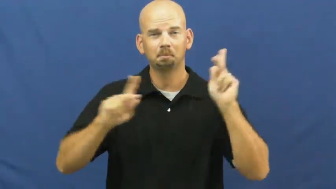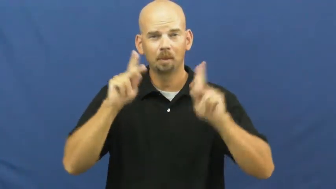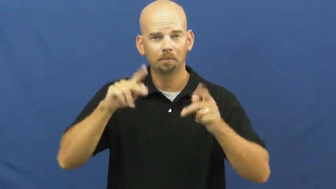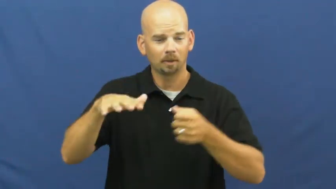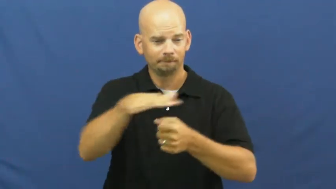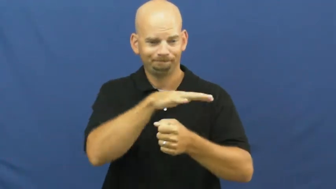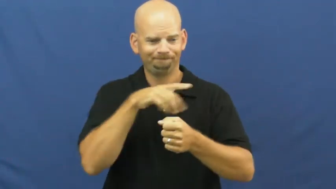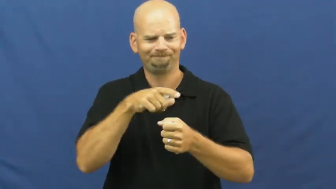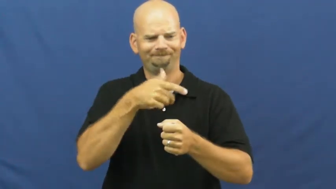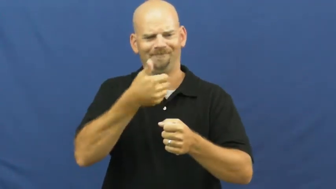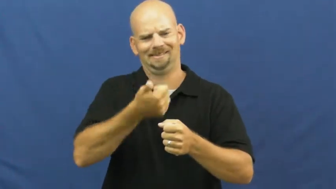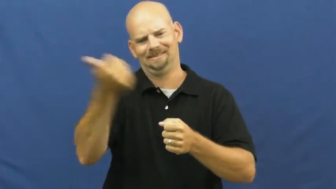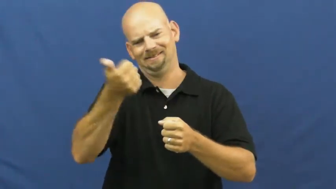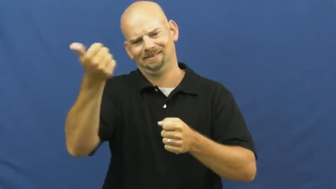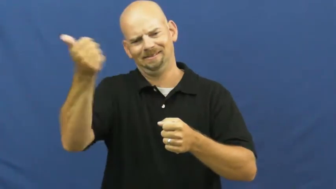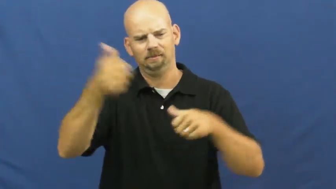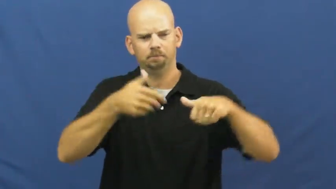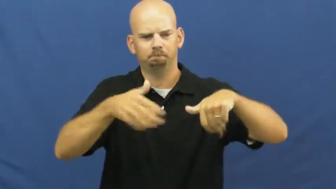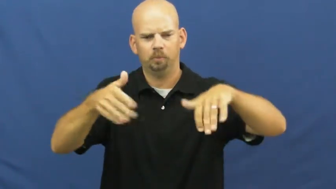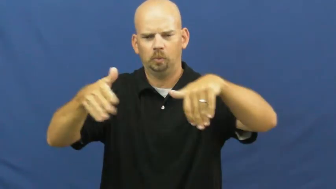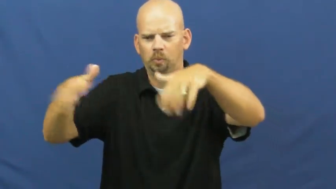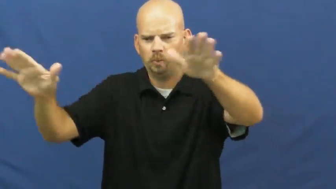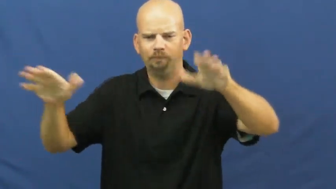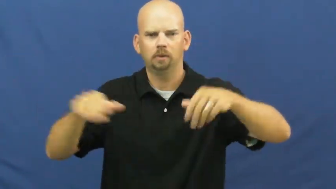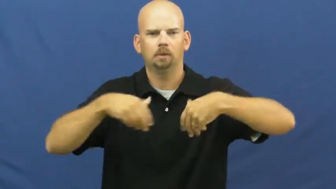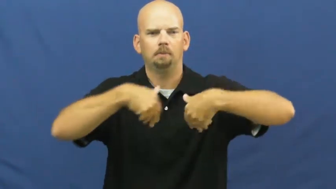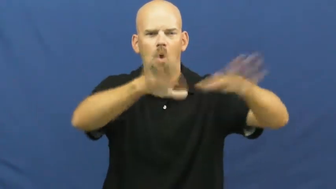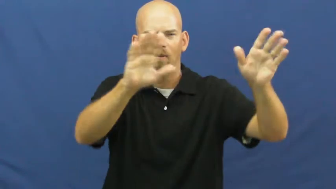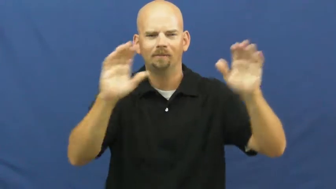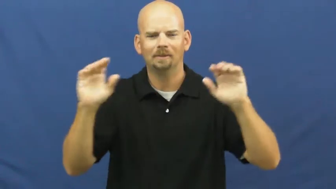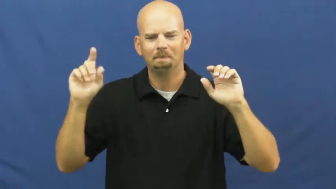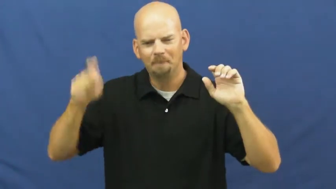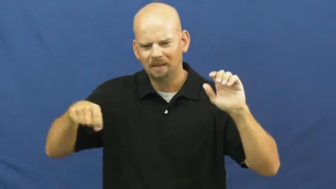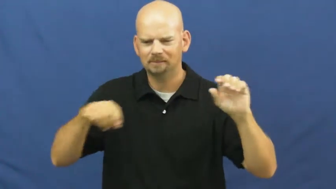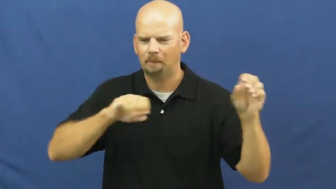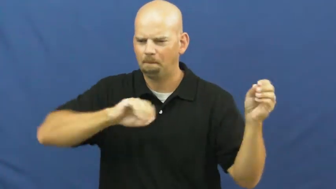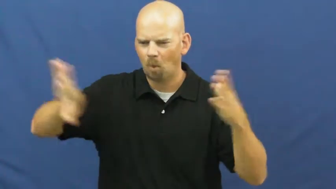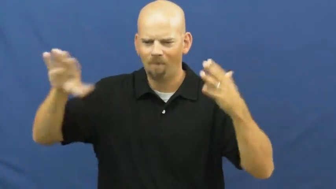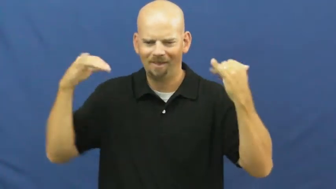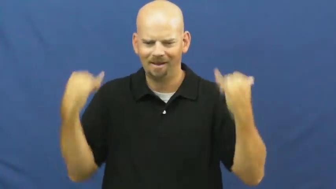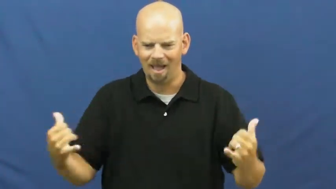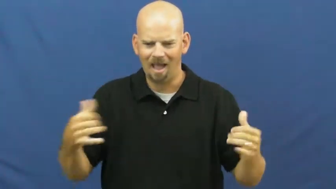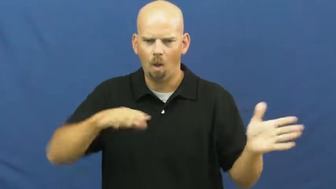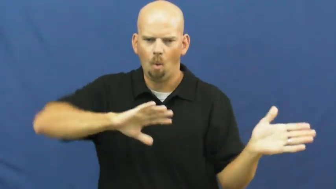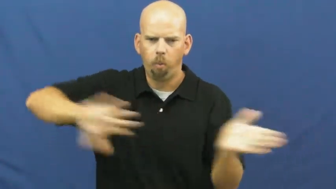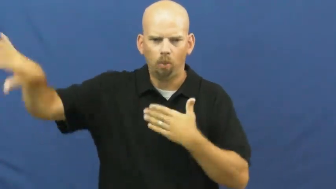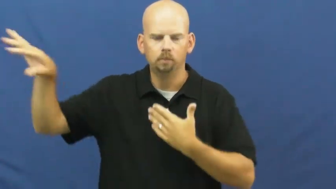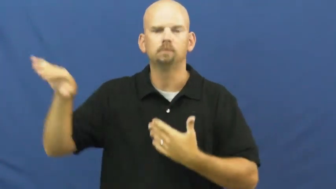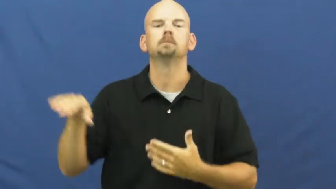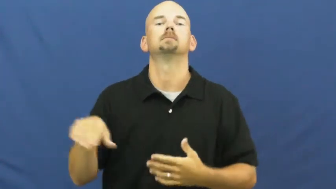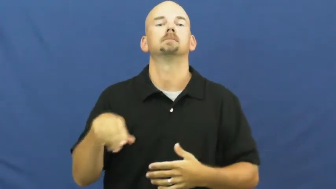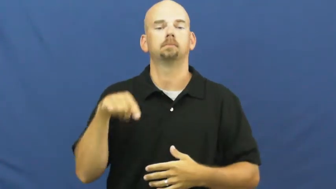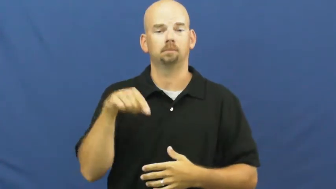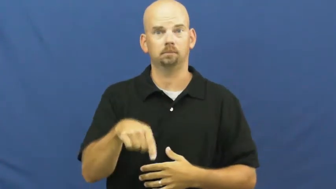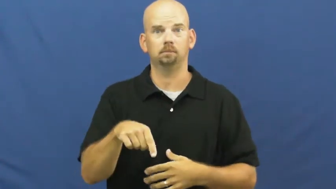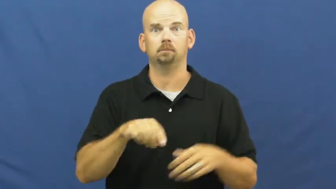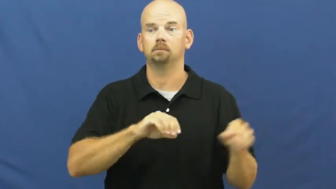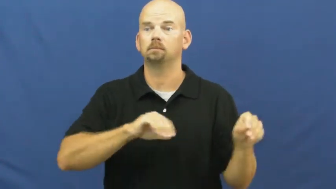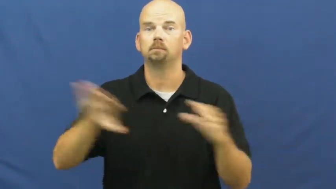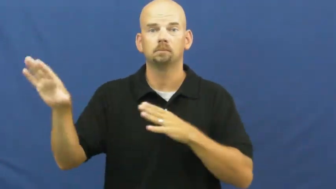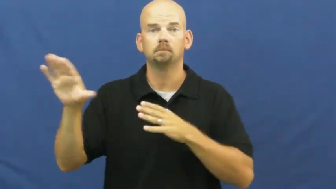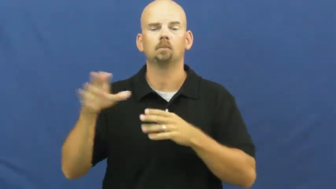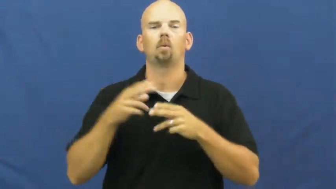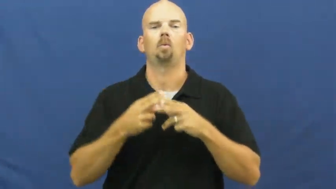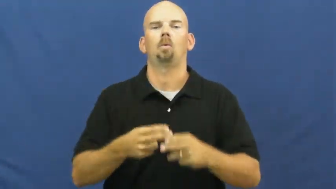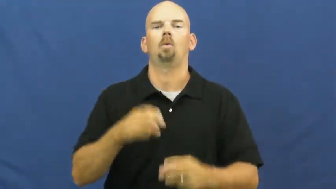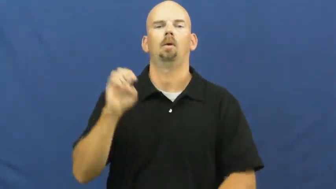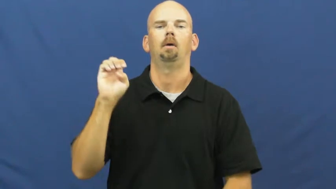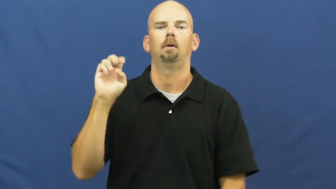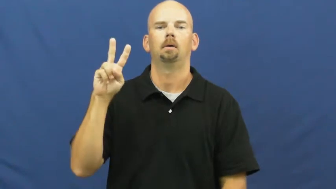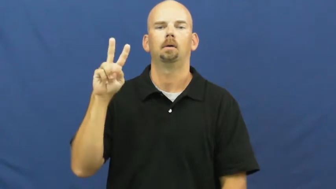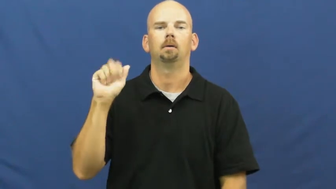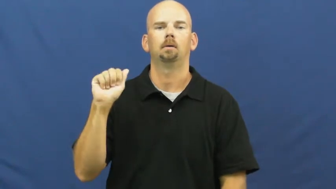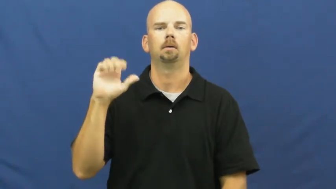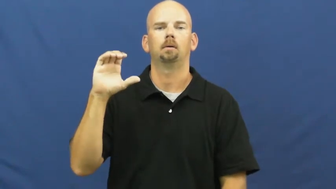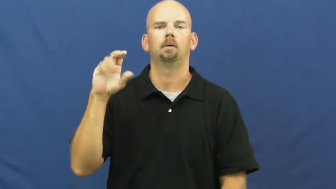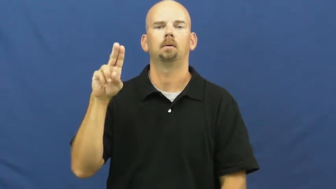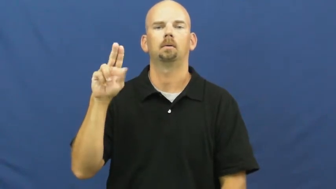evacuate